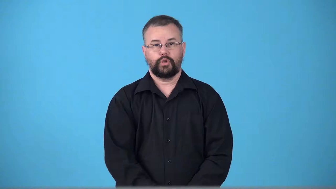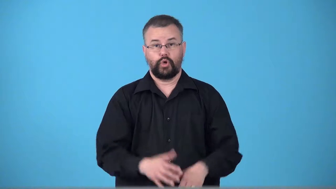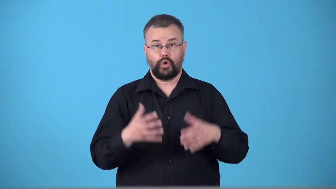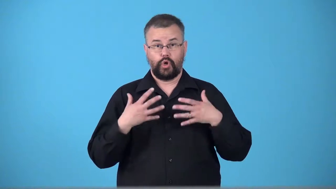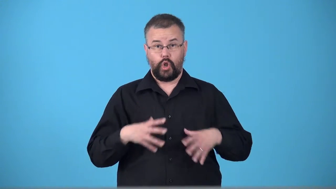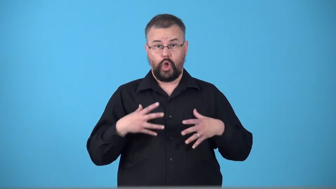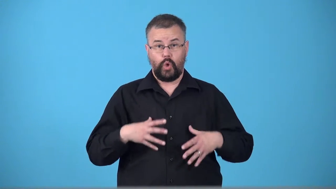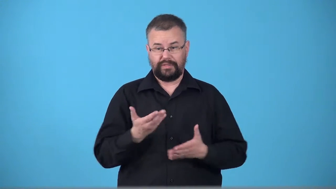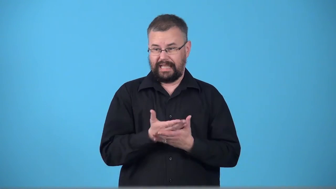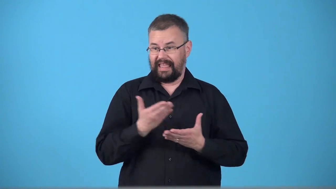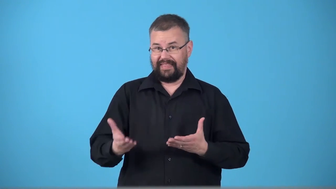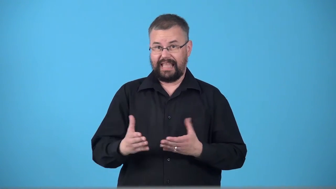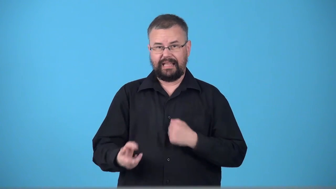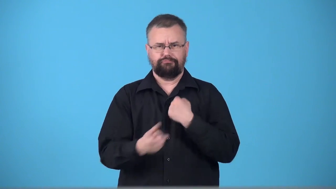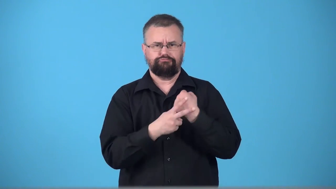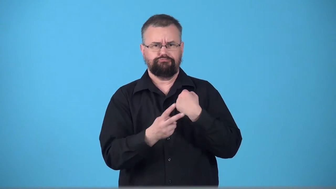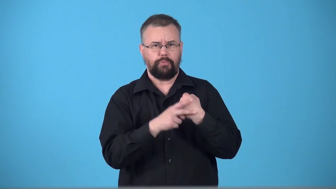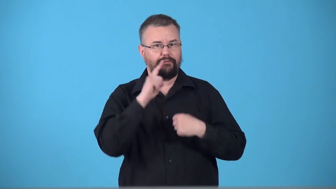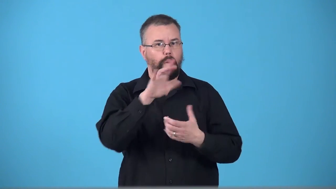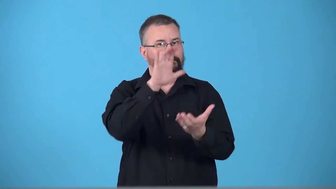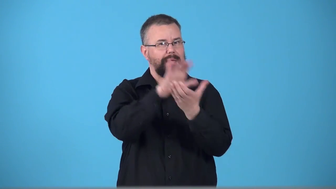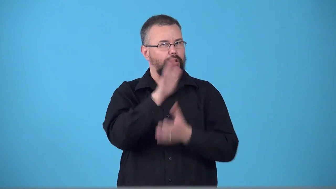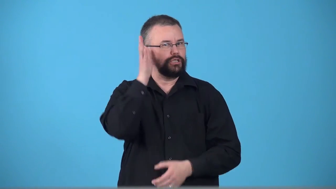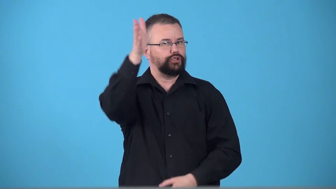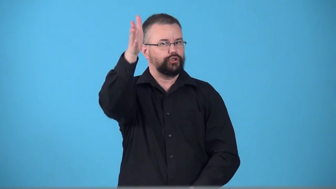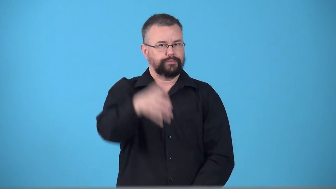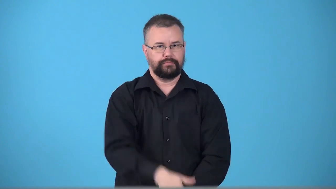trousseau